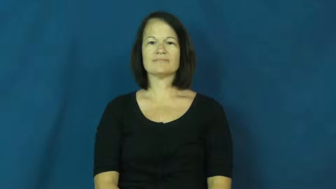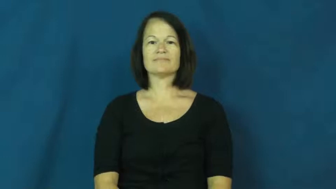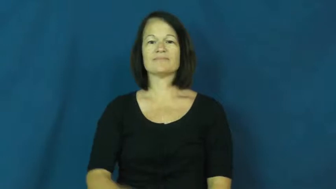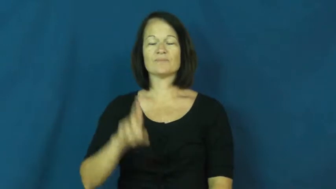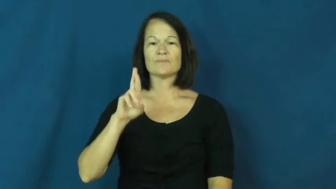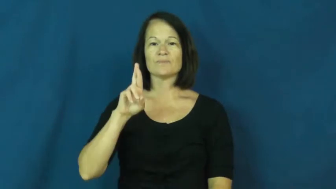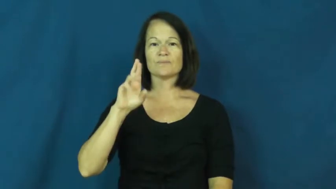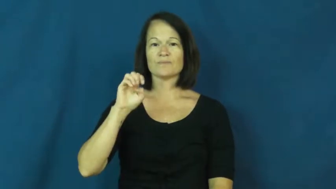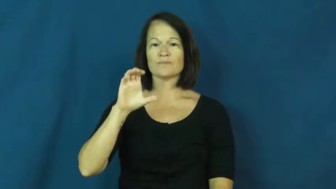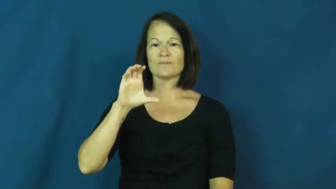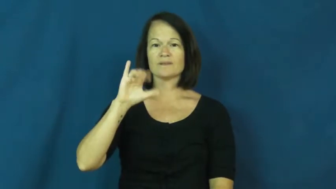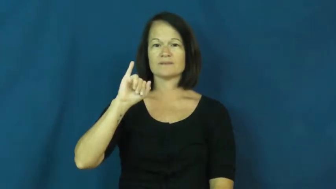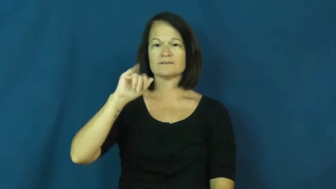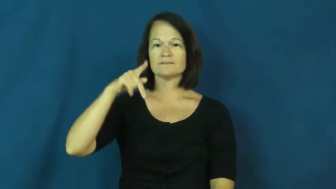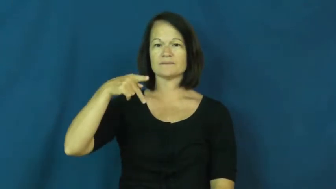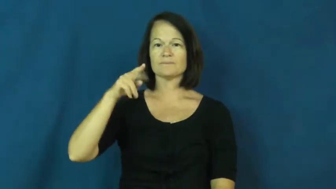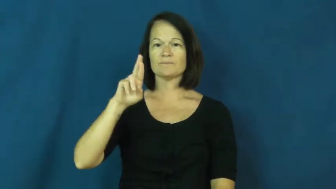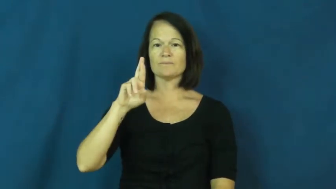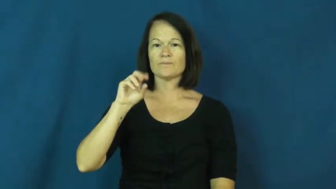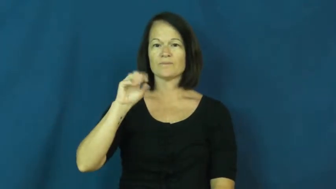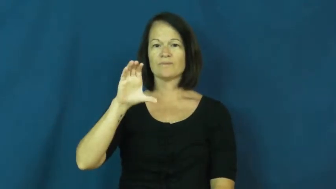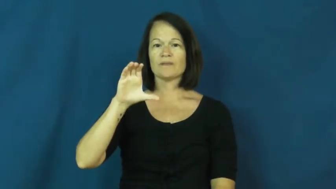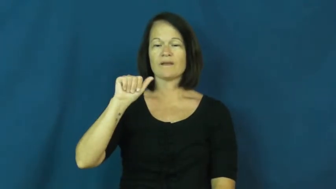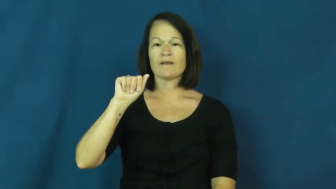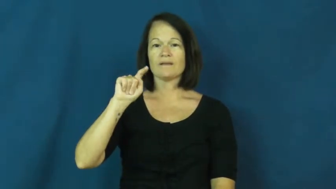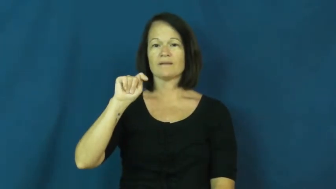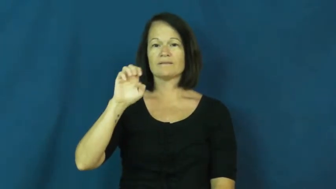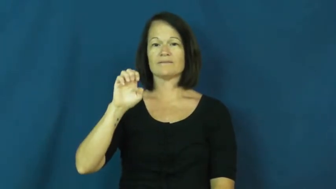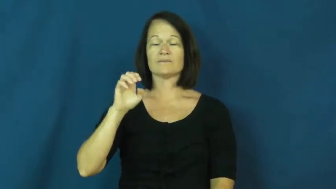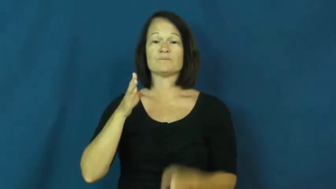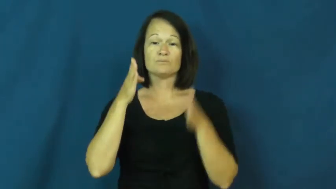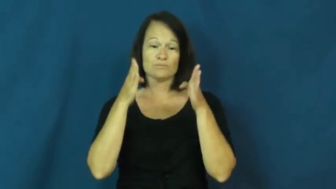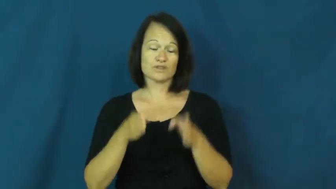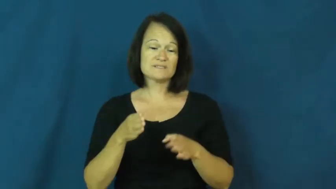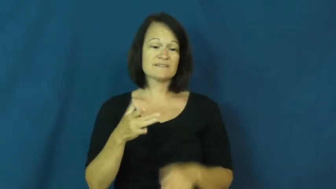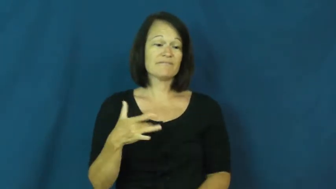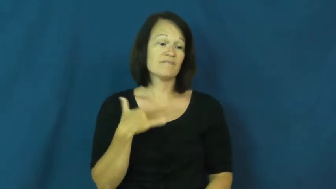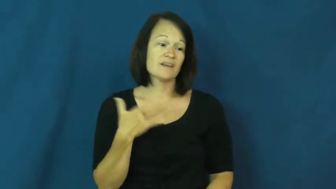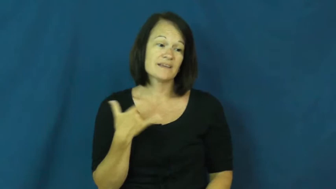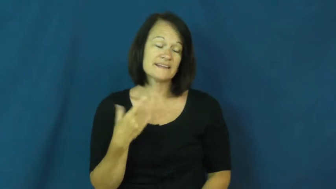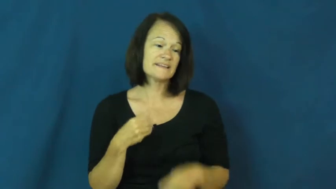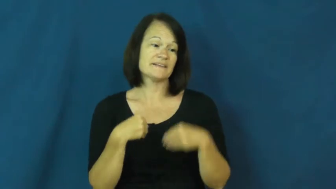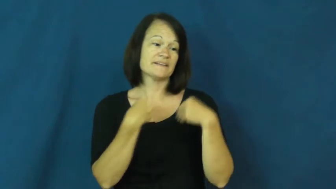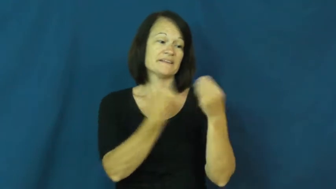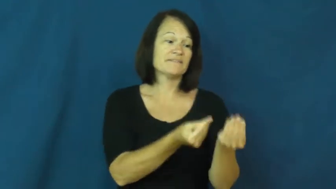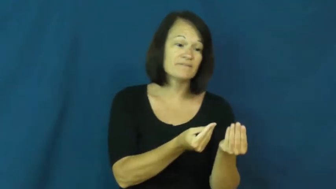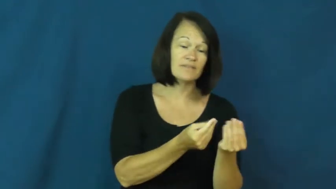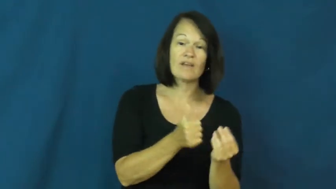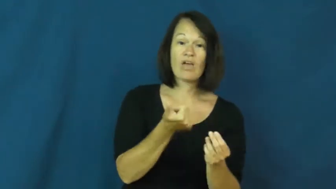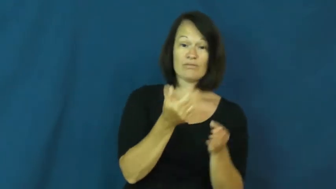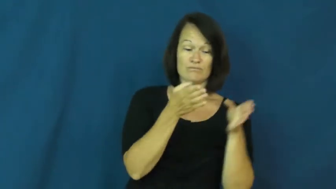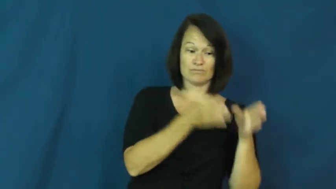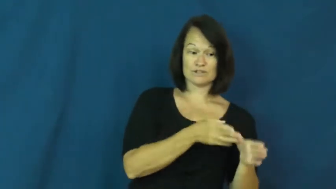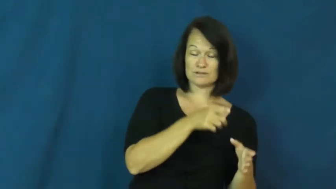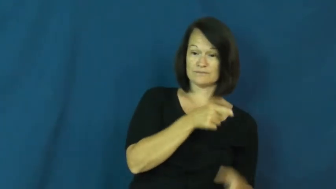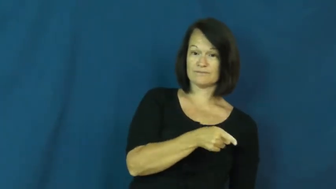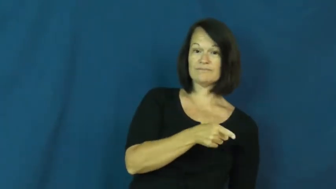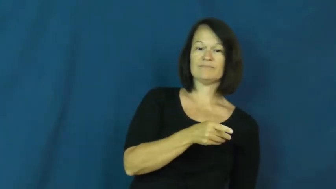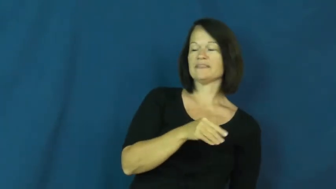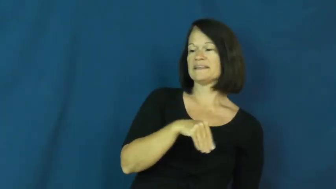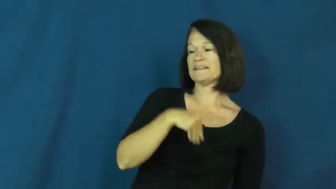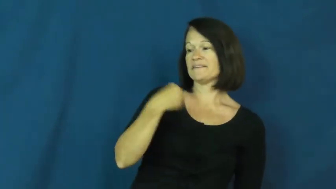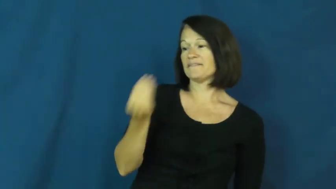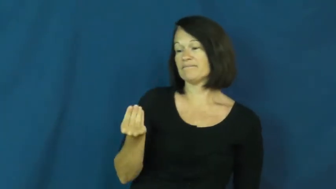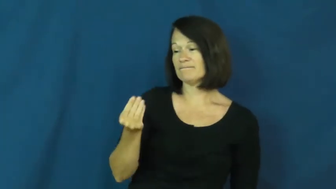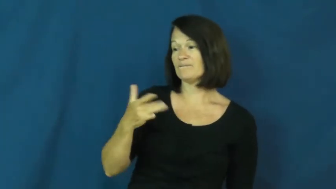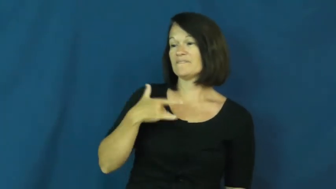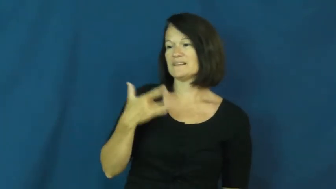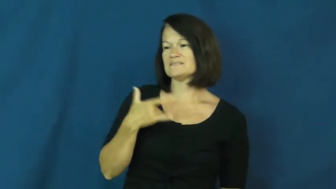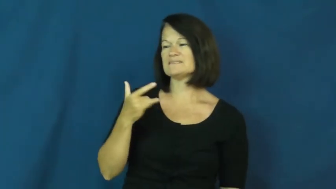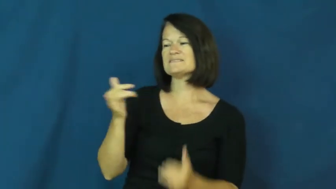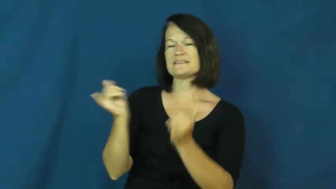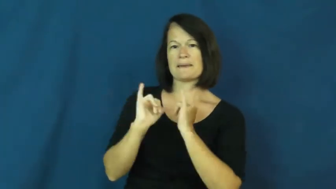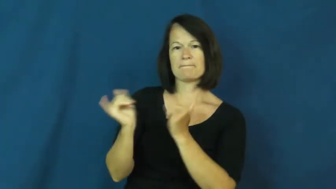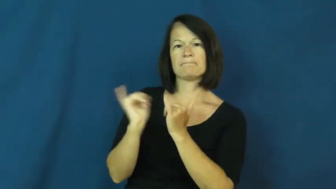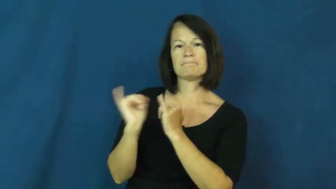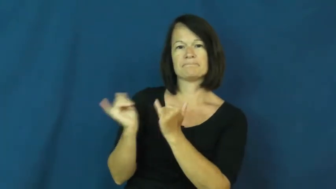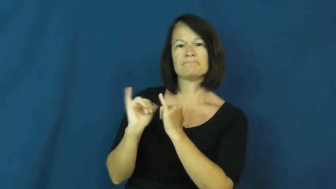reciprocate